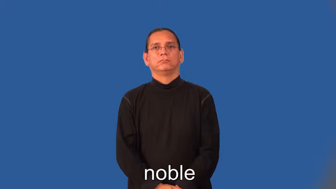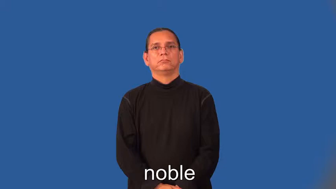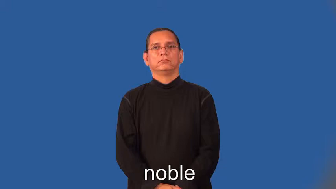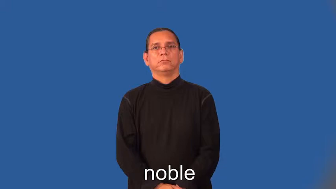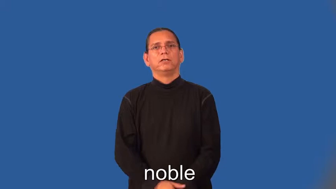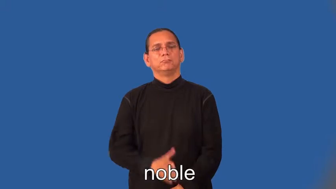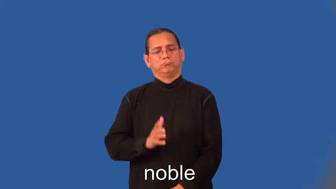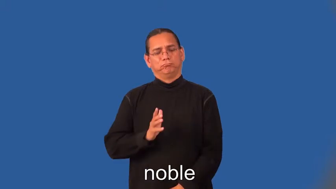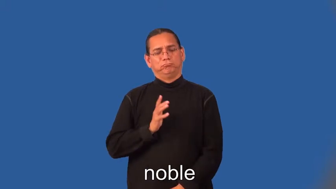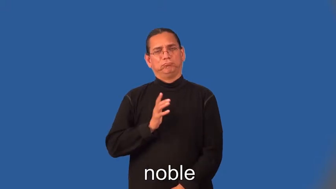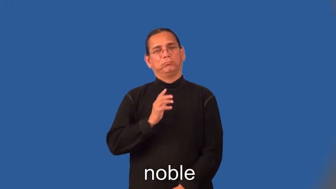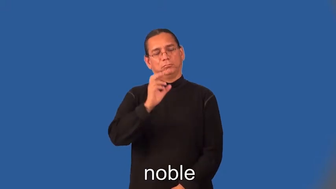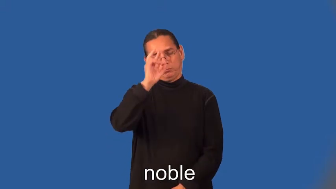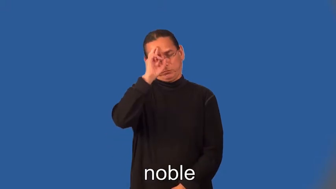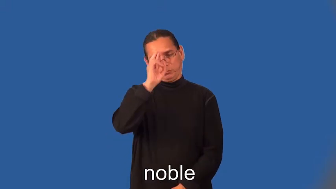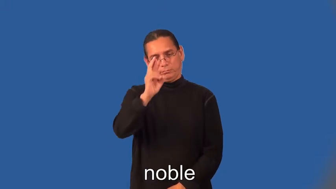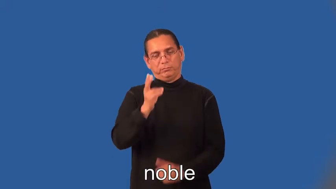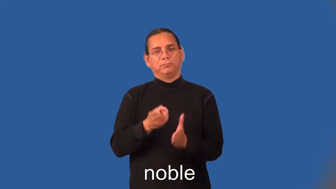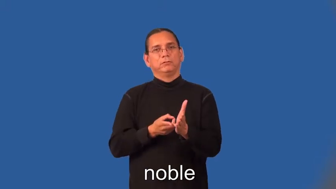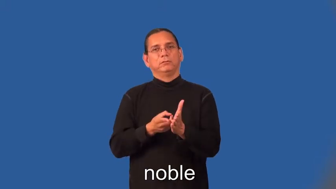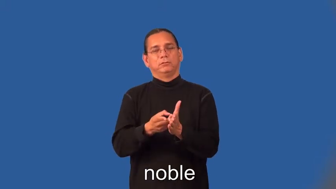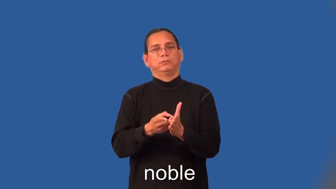noble